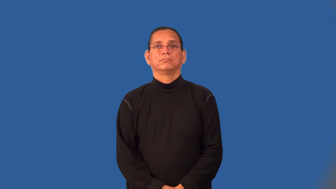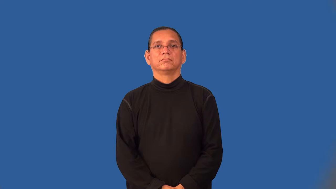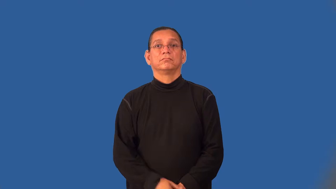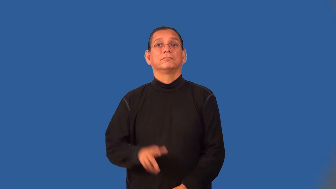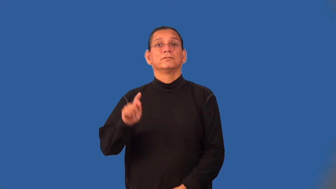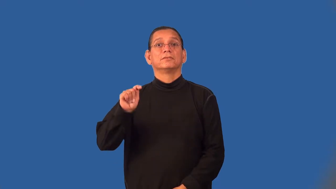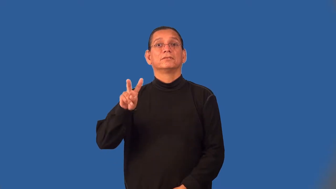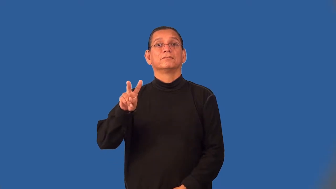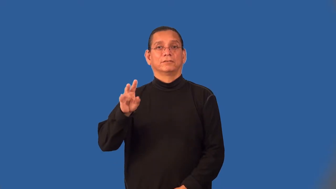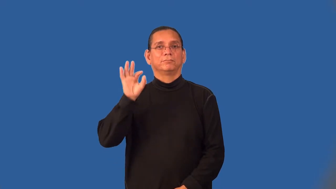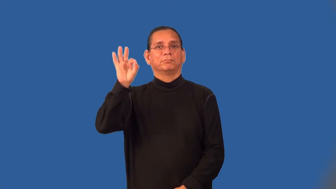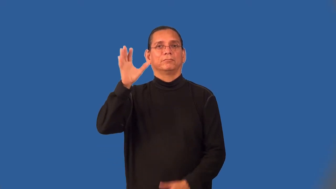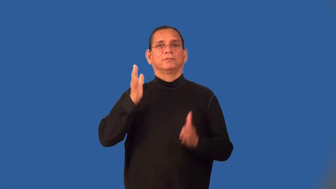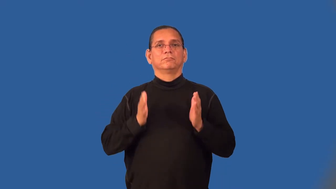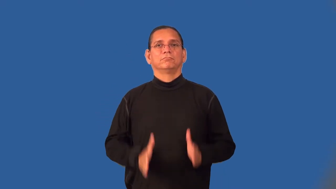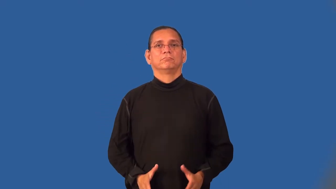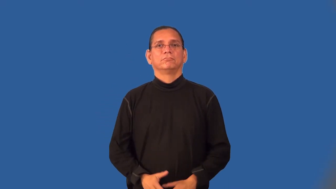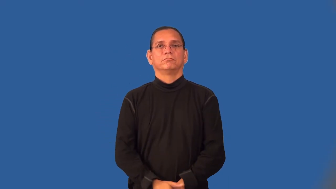televangelist